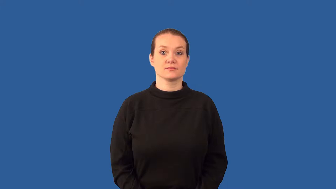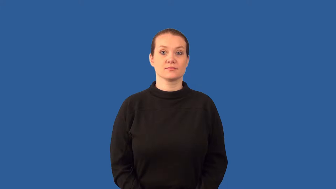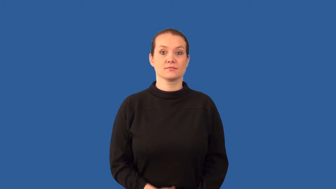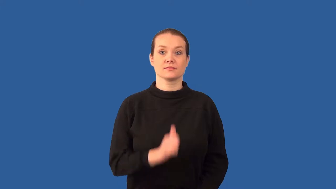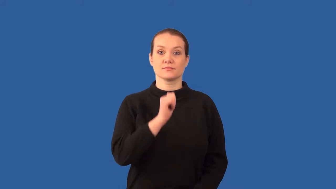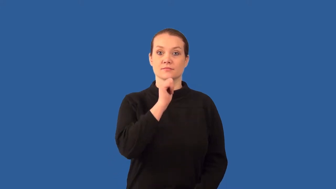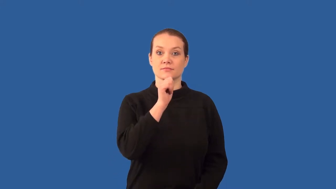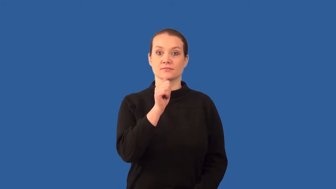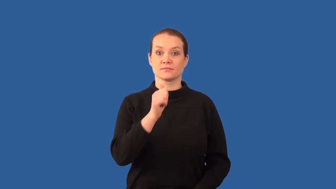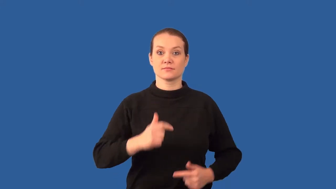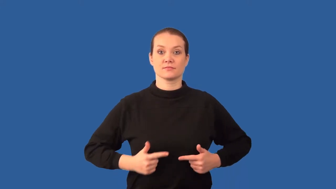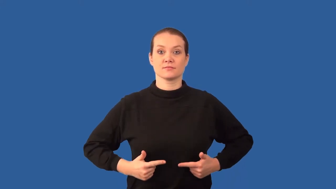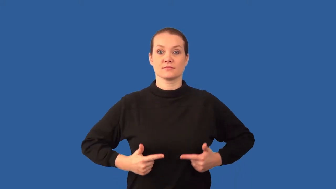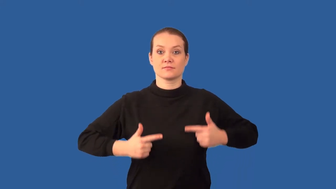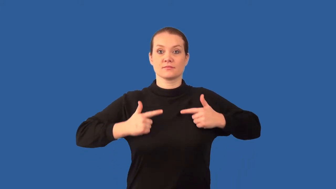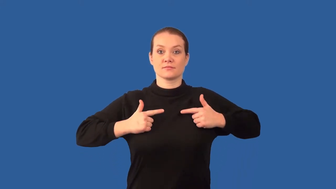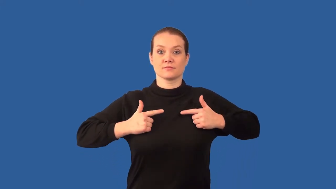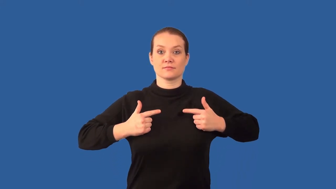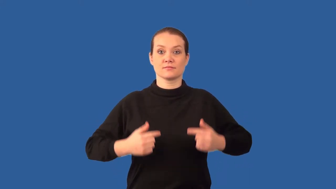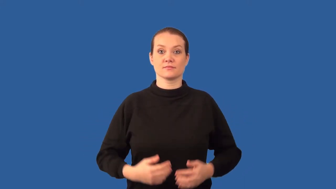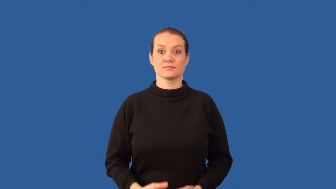abiotic